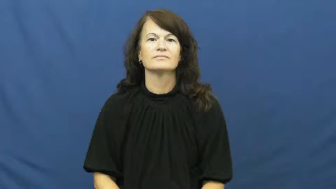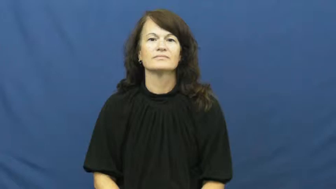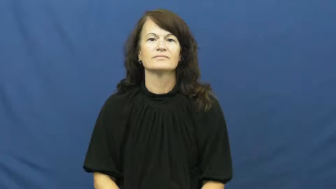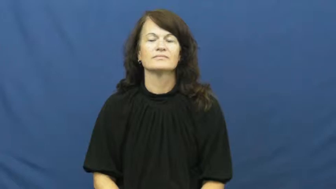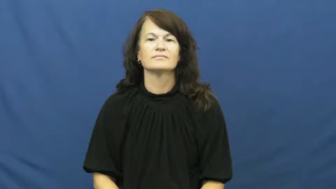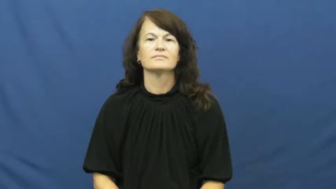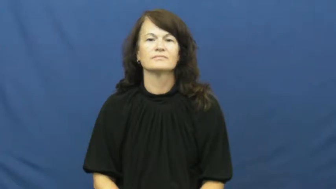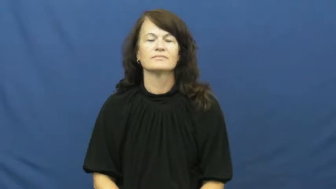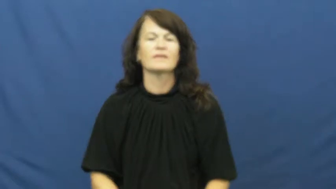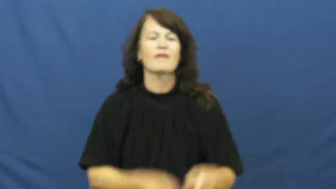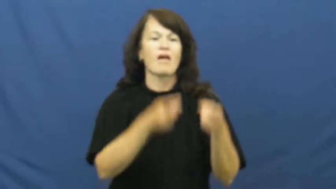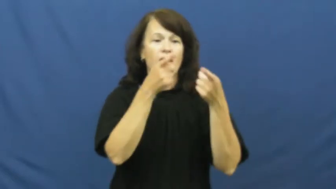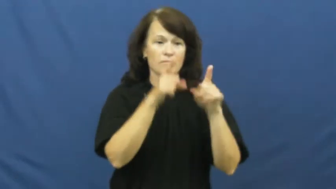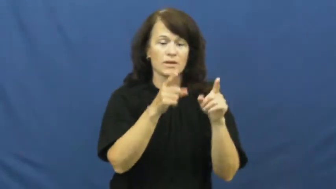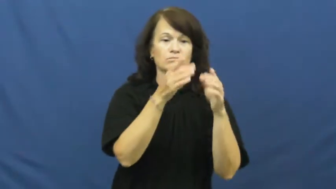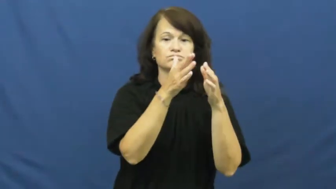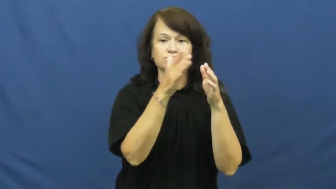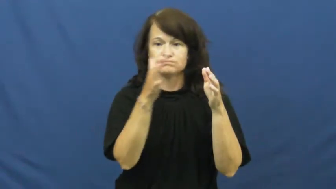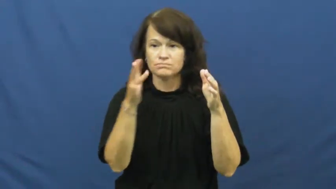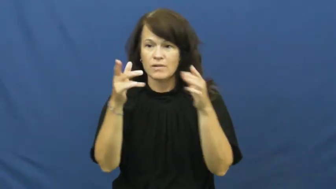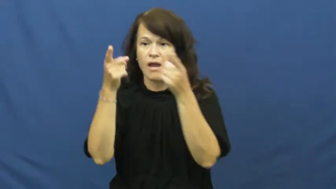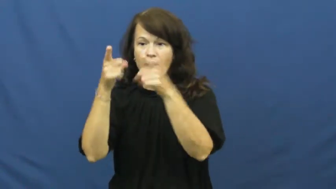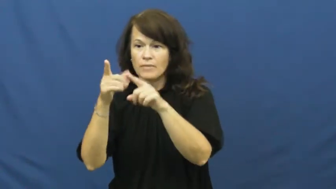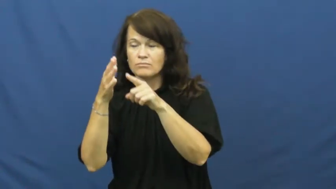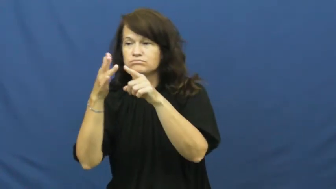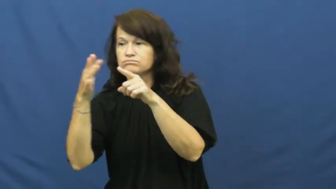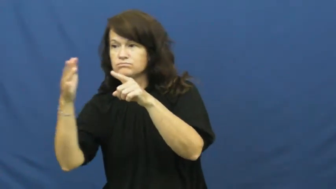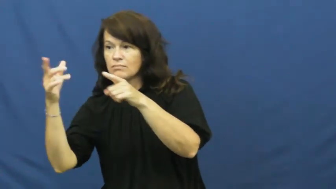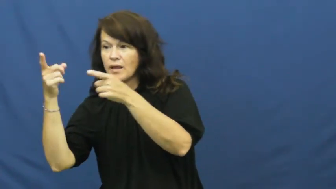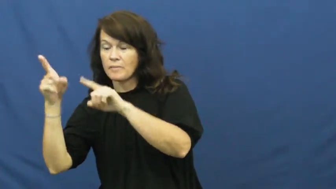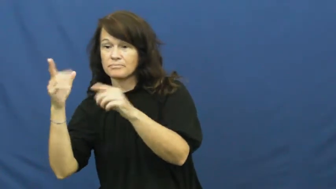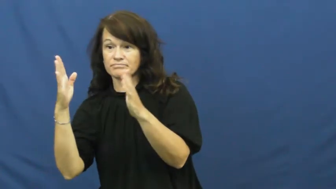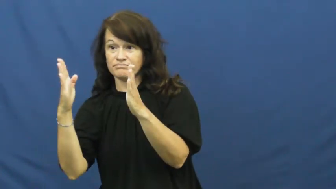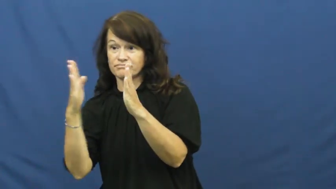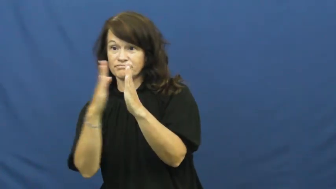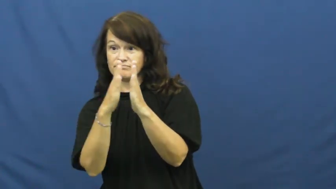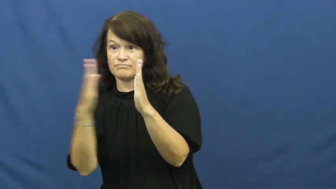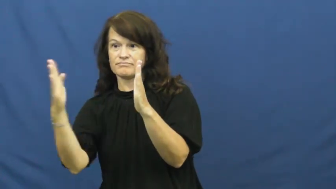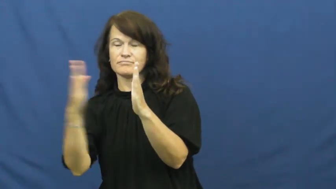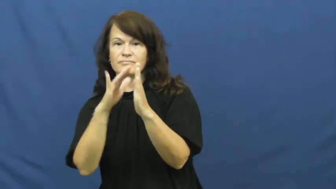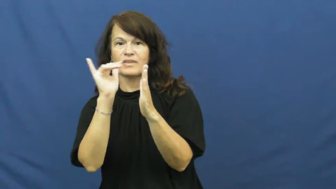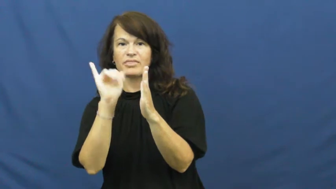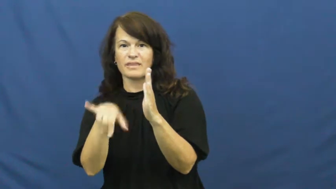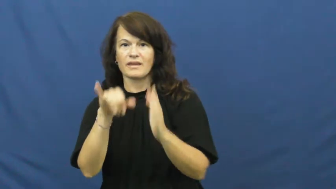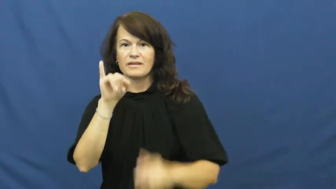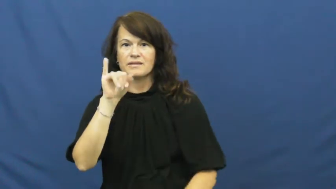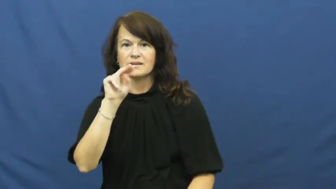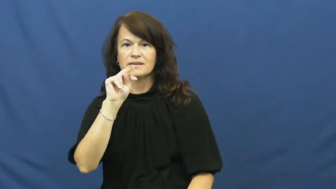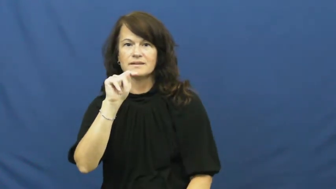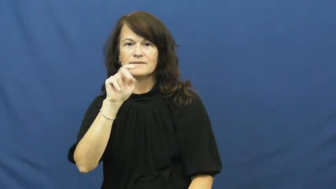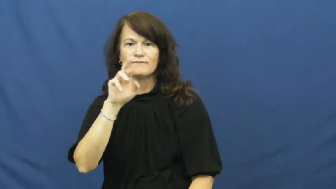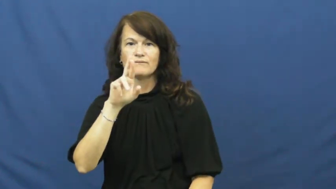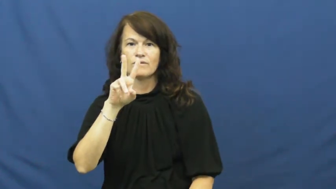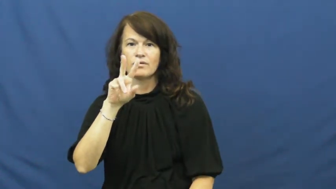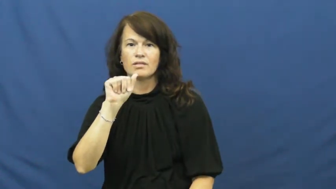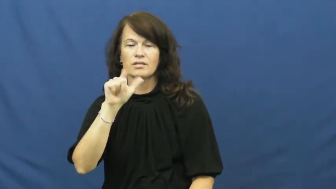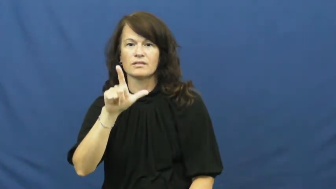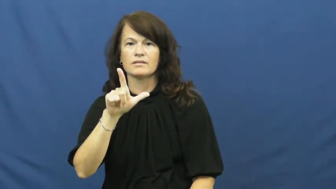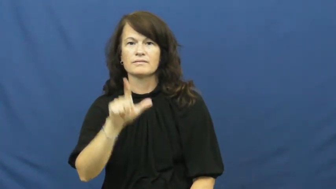interval